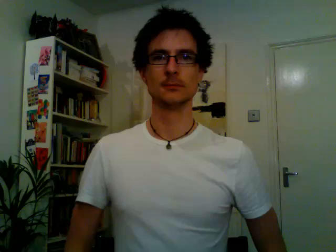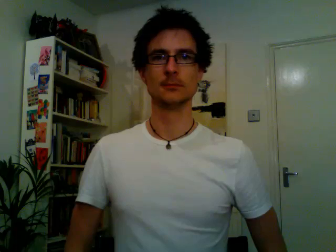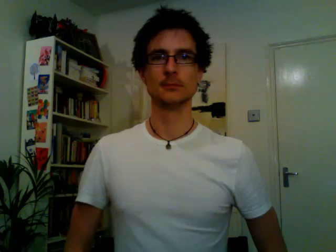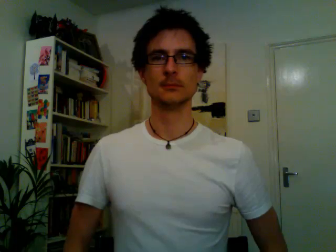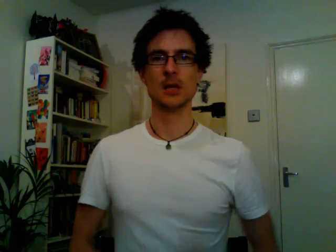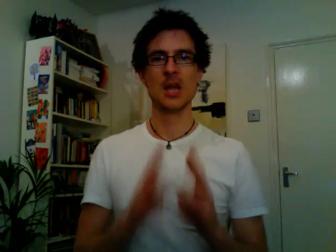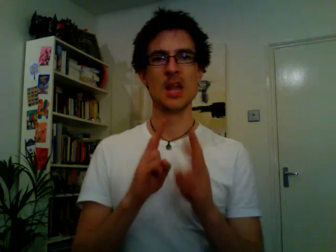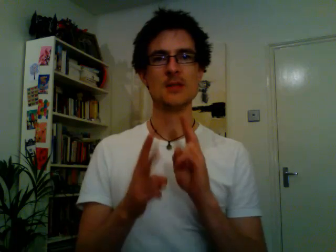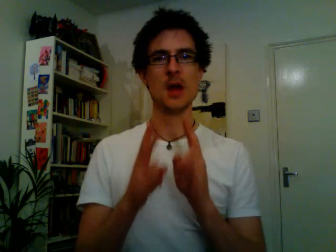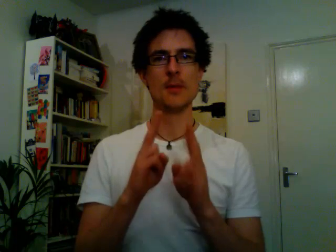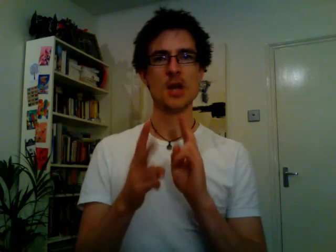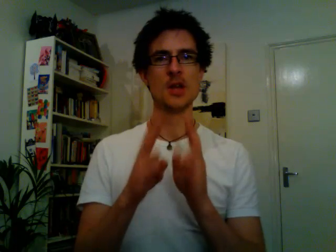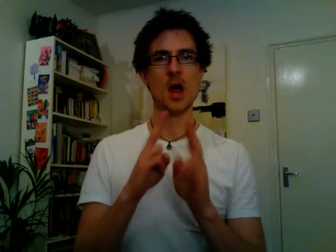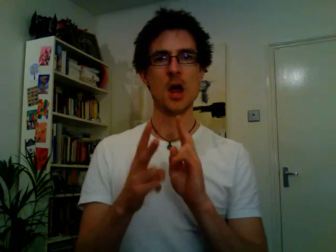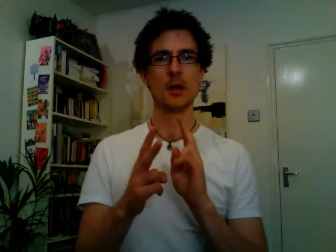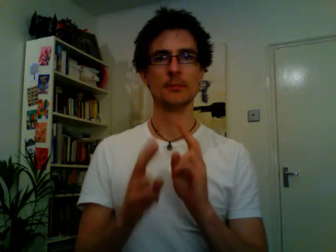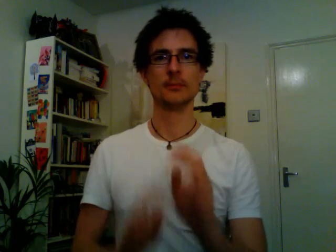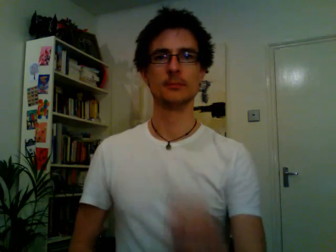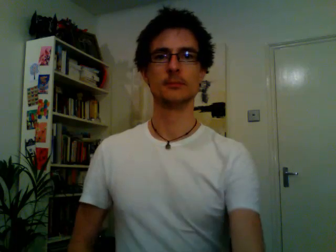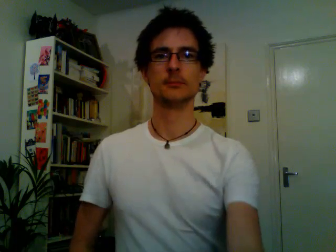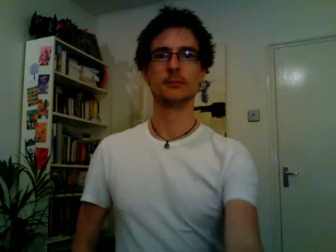interpreter